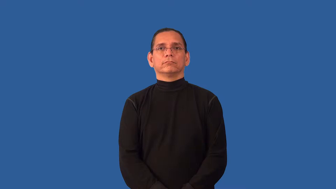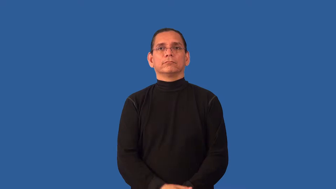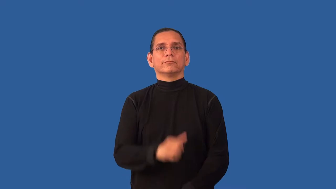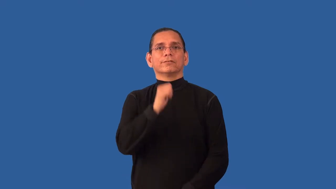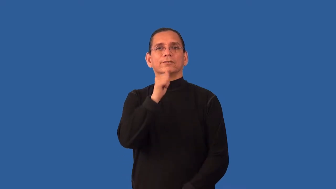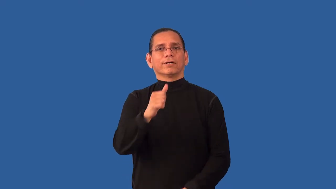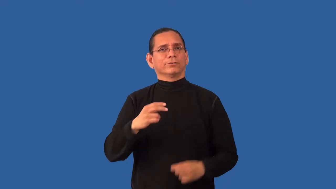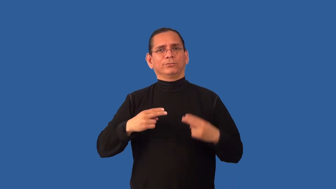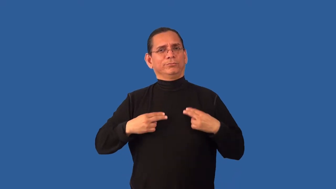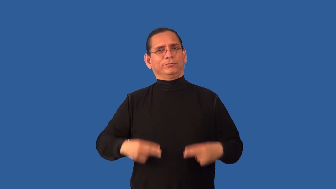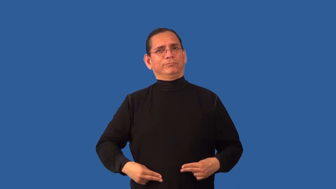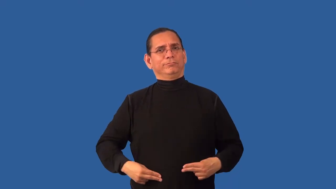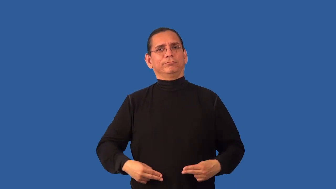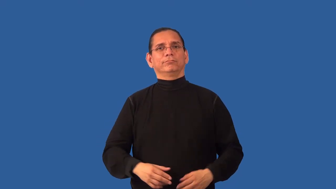inhuman,unhuman-not human